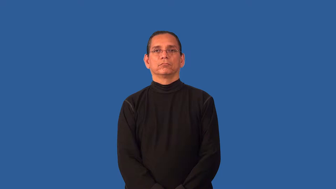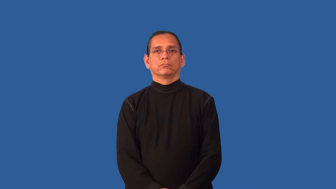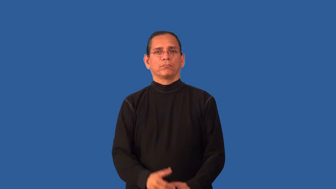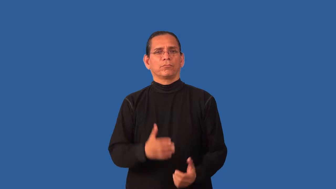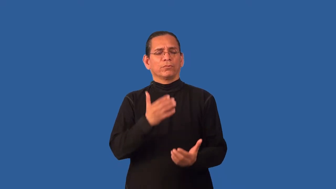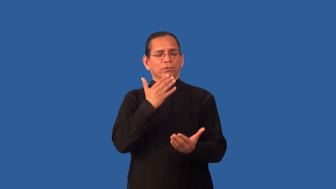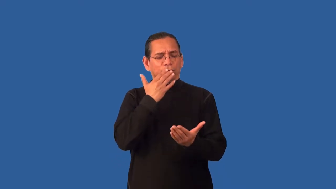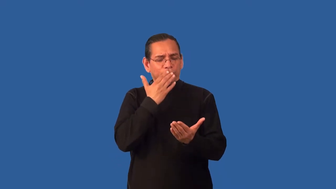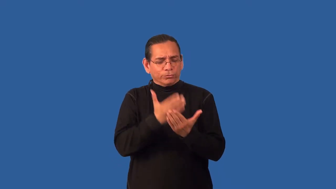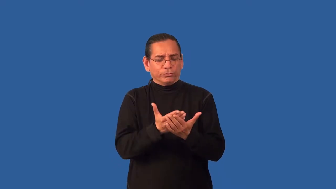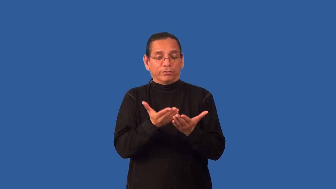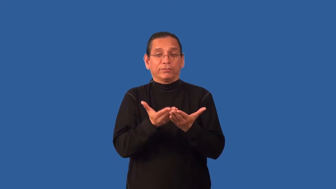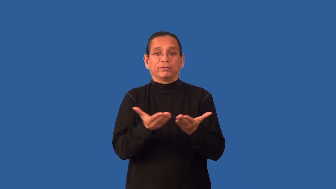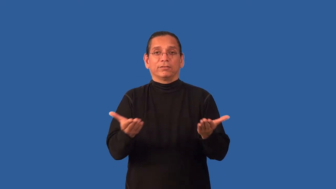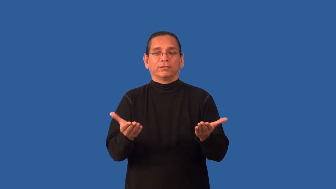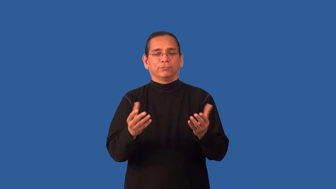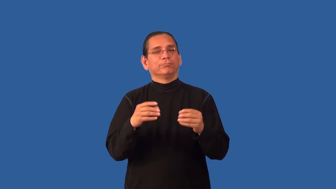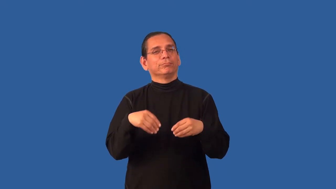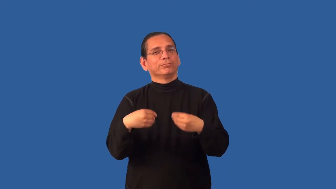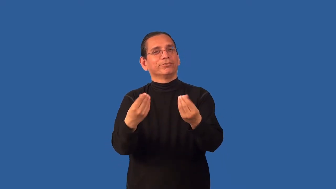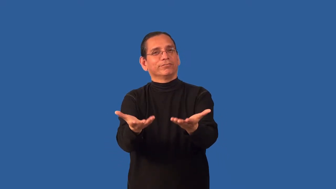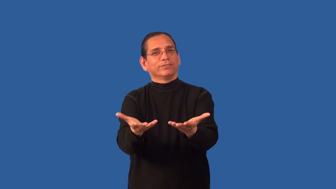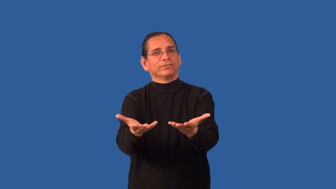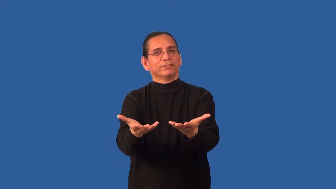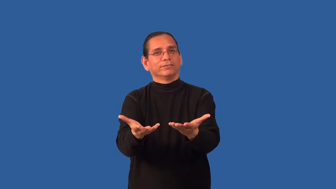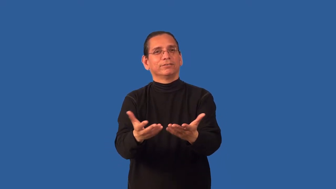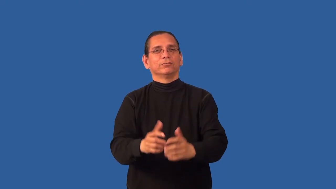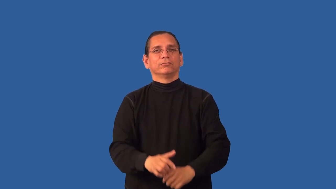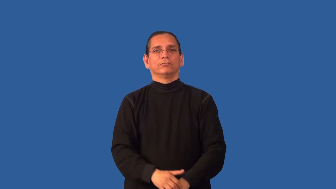bounty-good things something provides